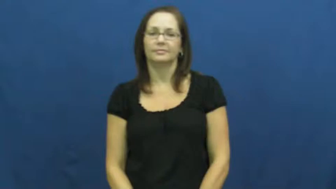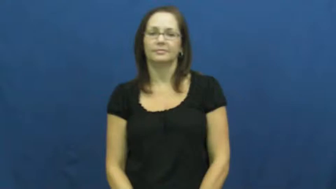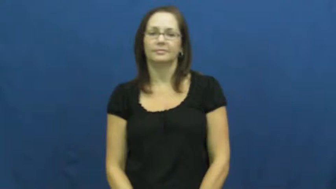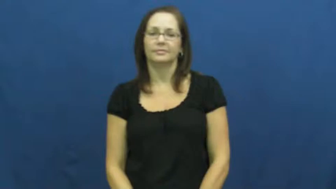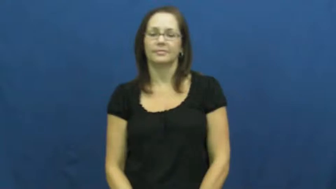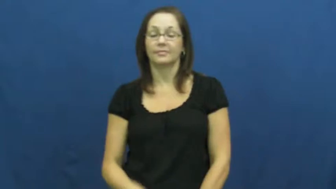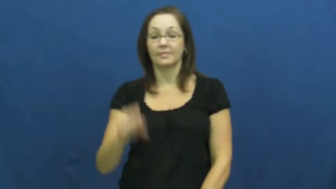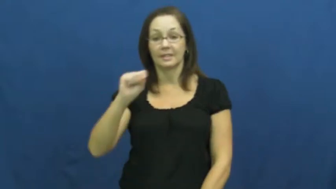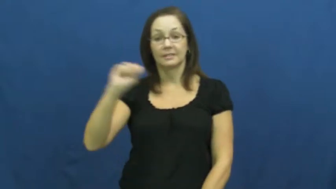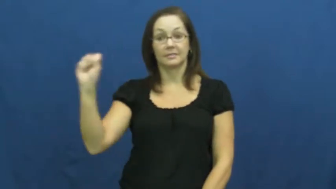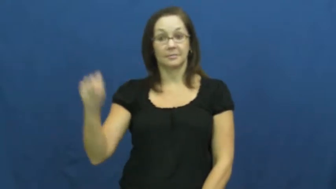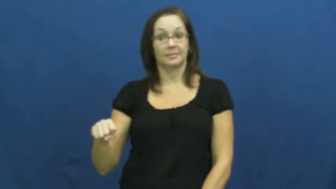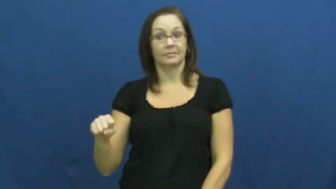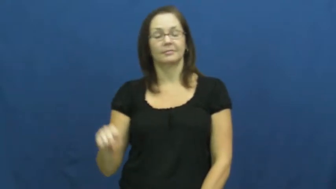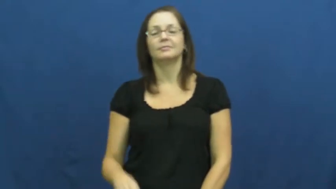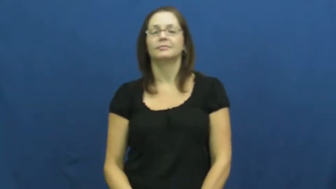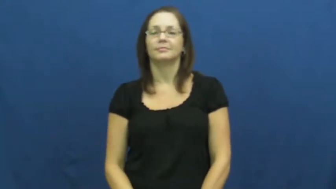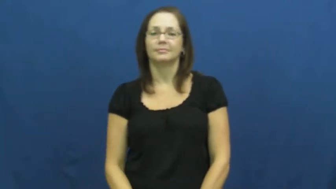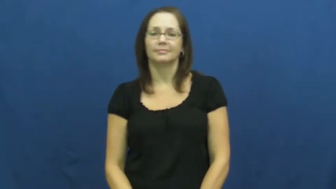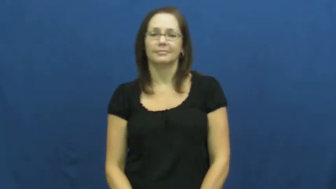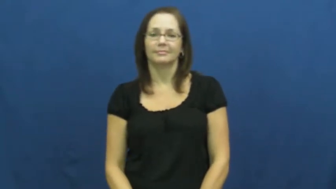semester